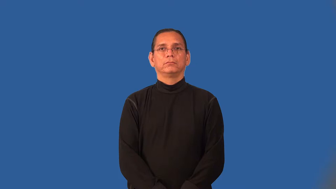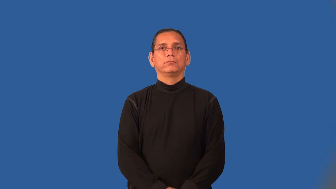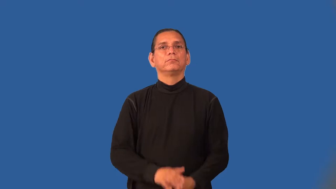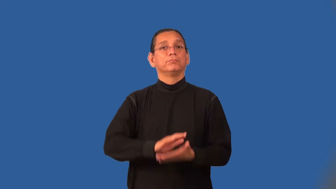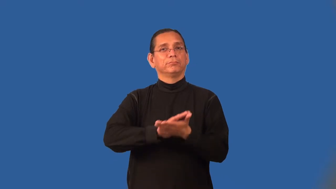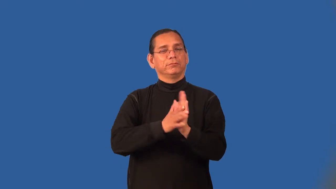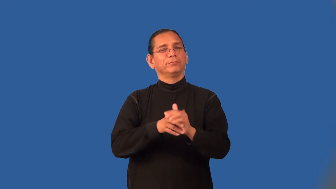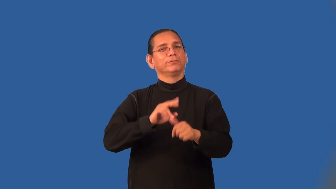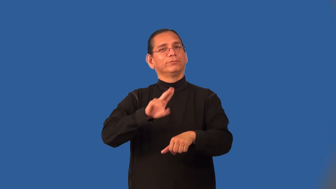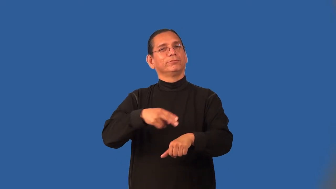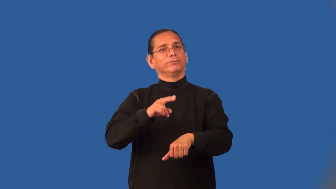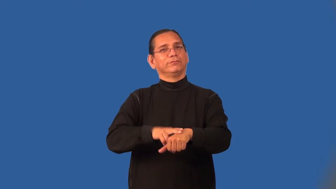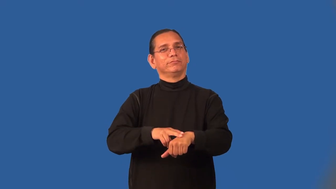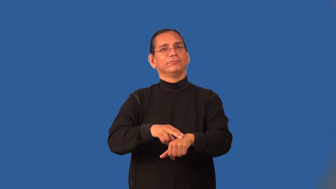normalize